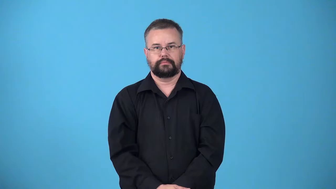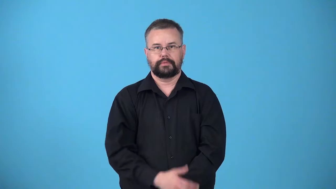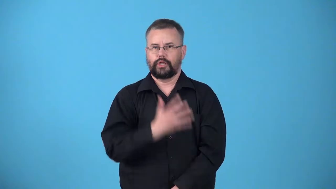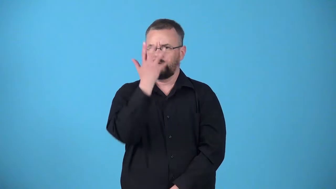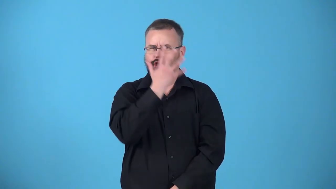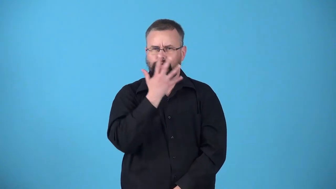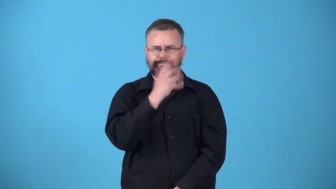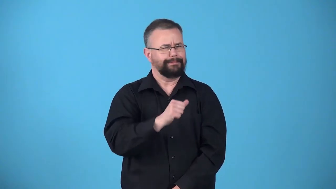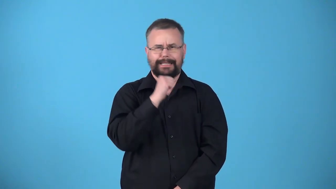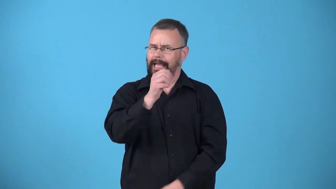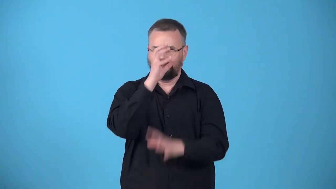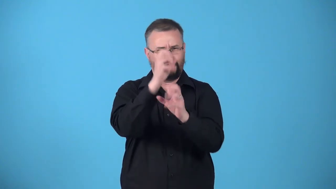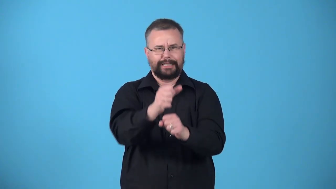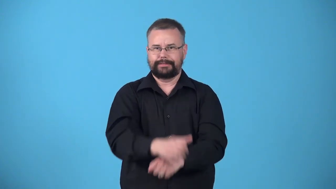unprepossessing